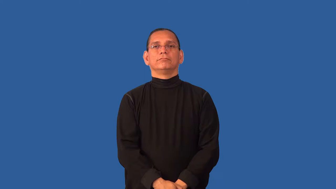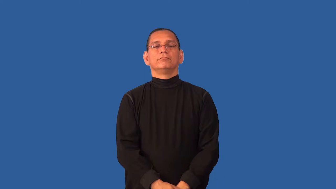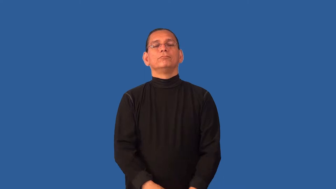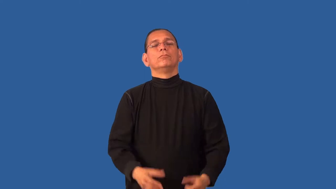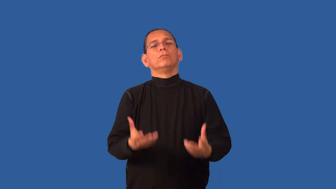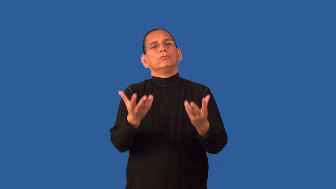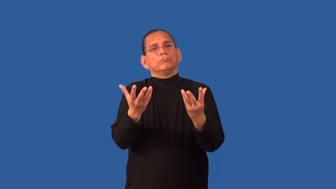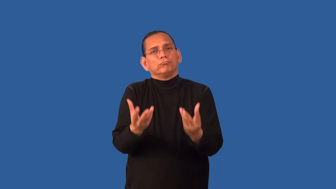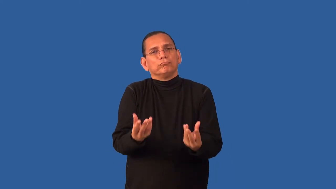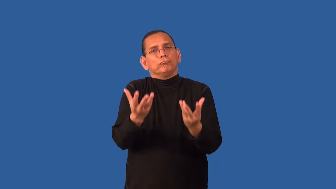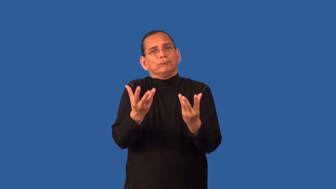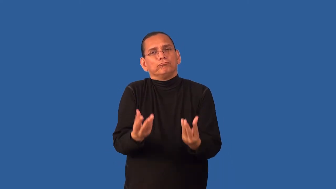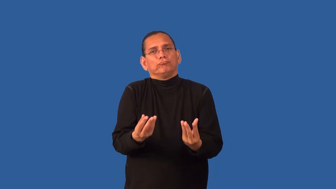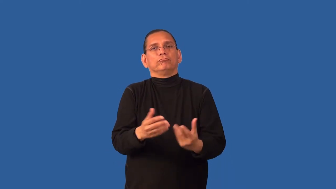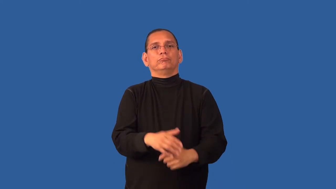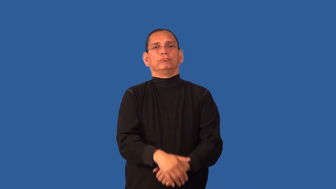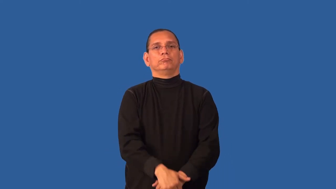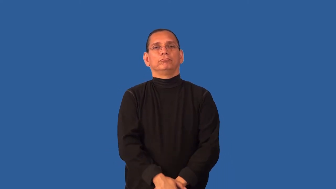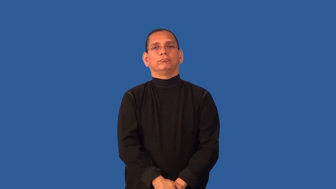cushy,mushy,squidgy-soft